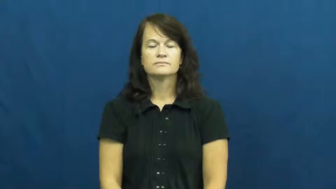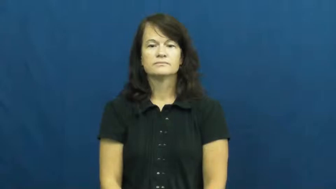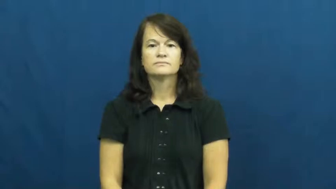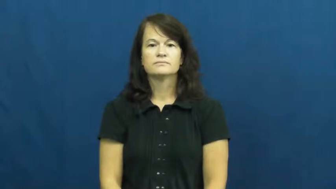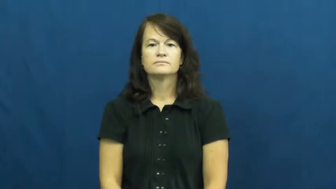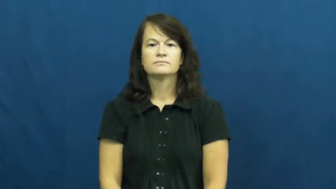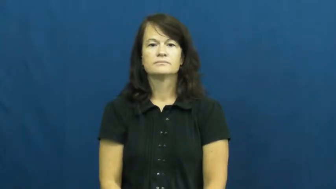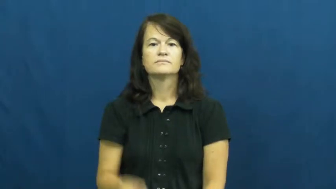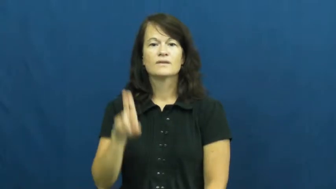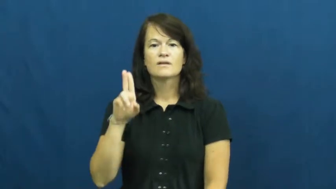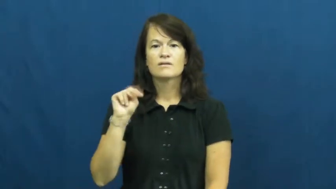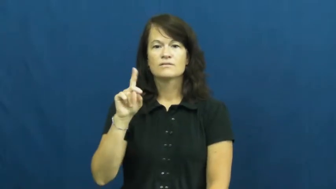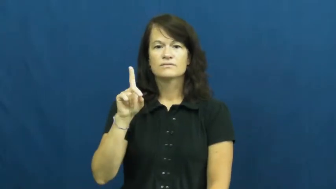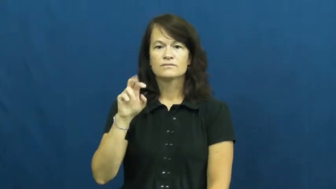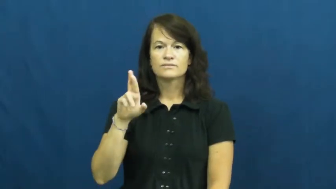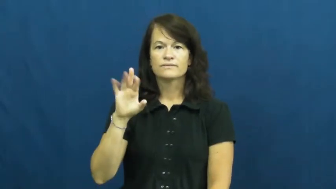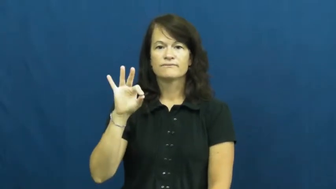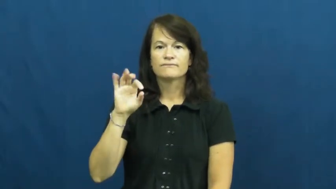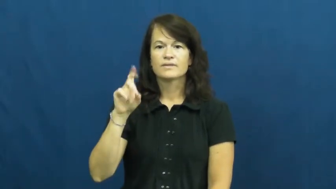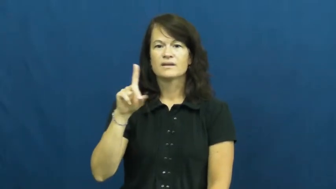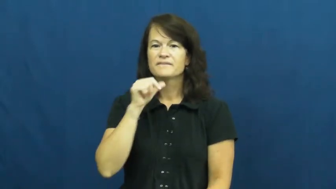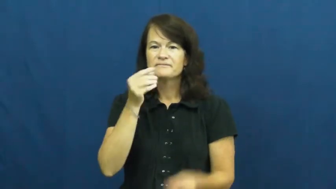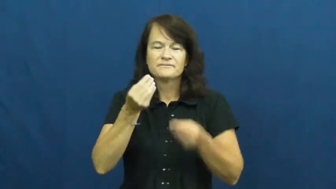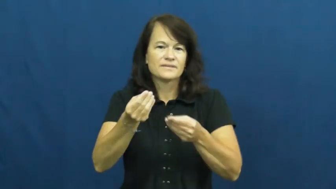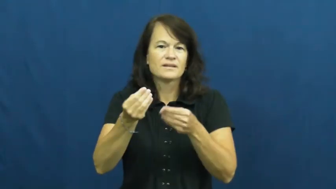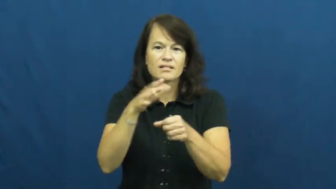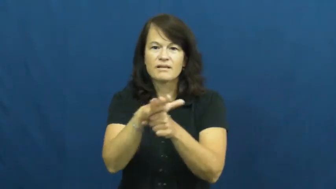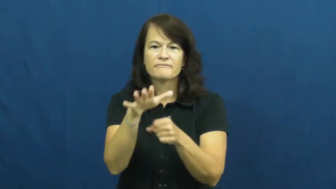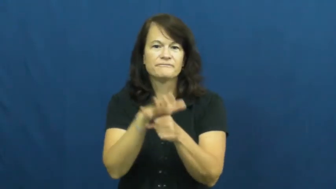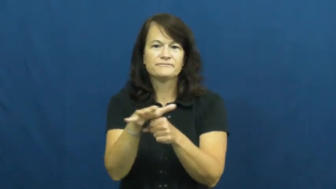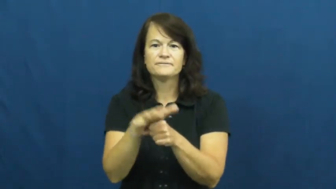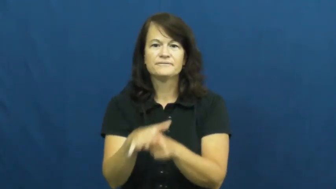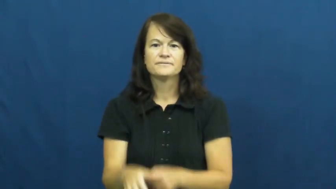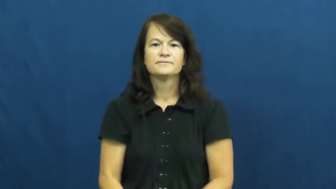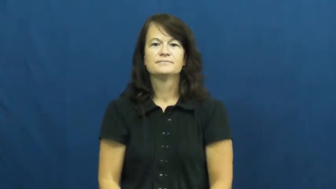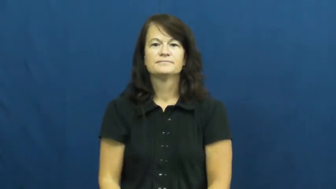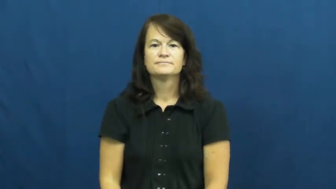underfed